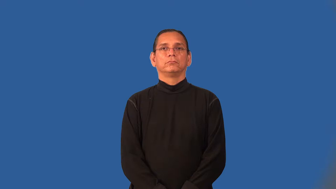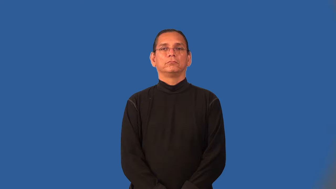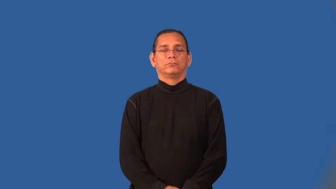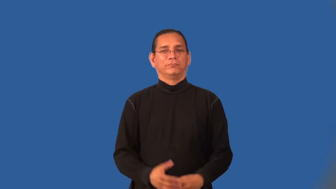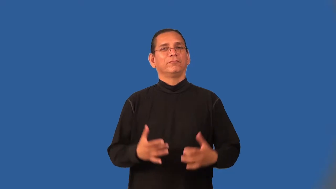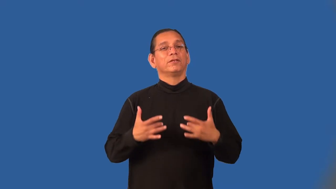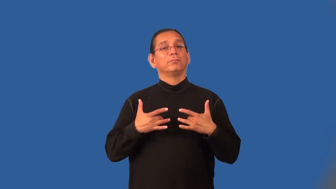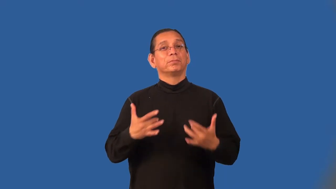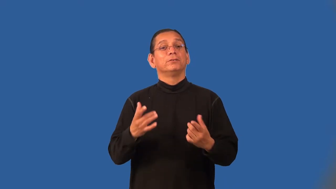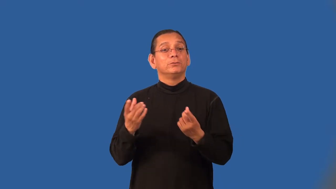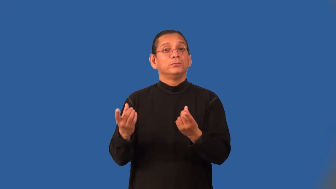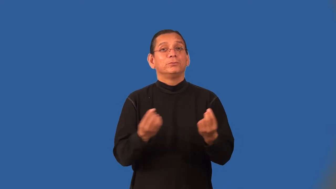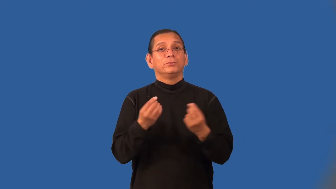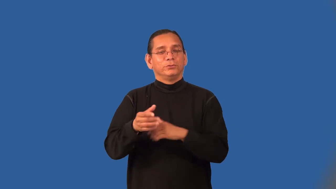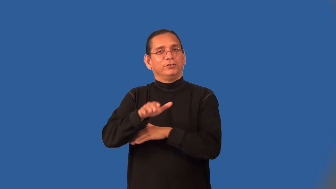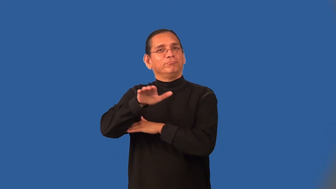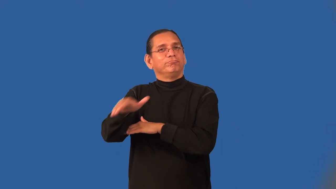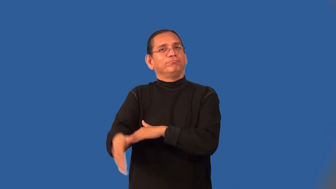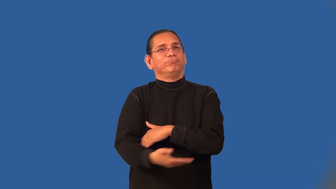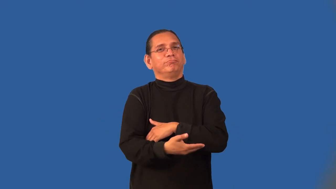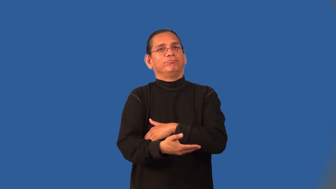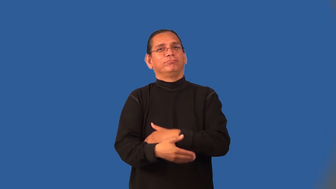nocturnal,darkling